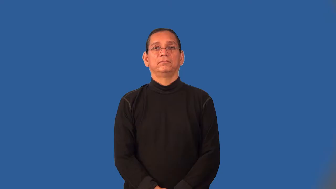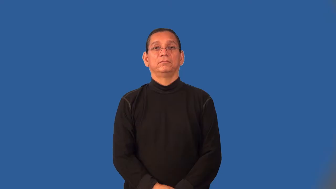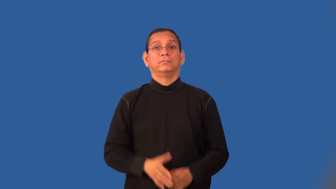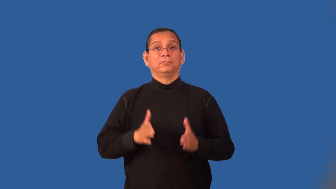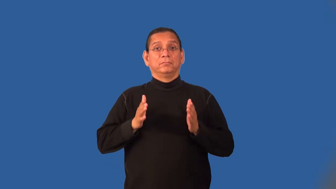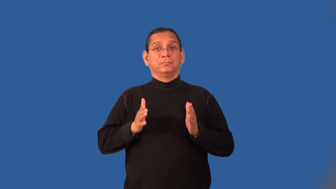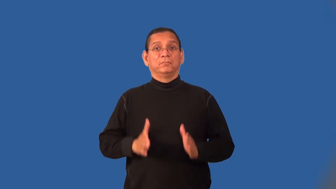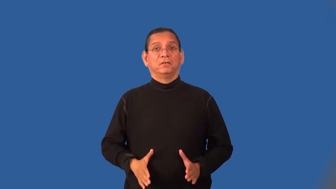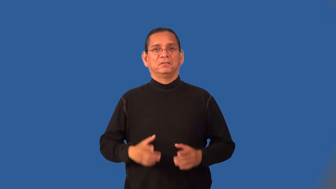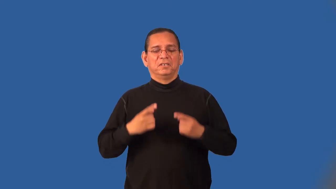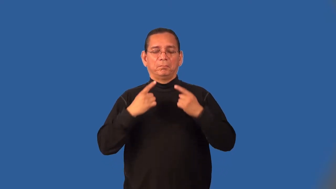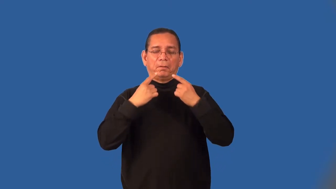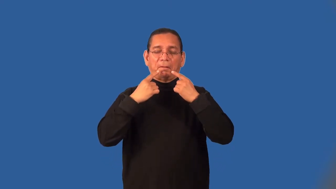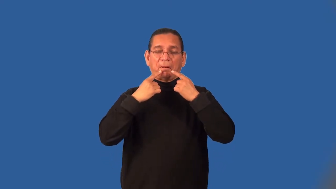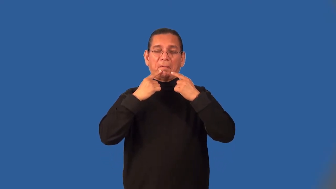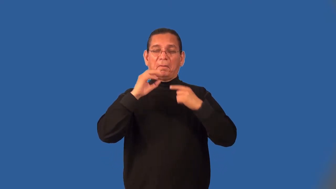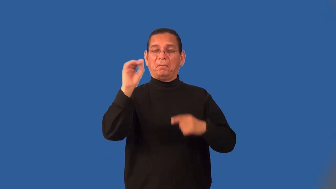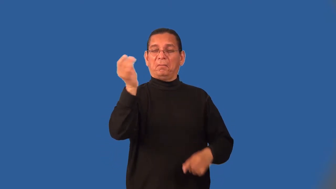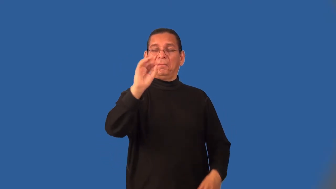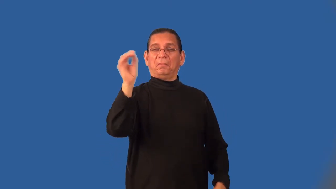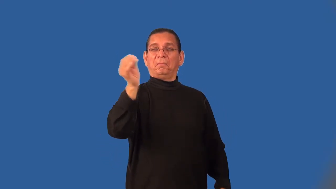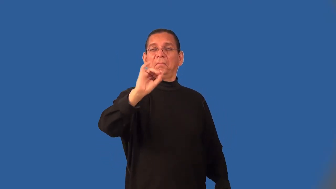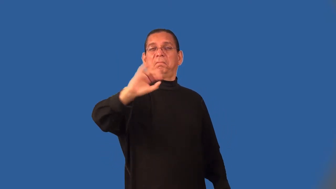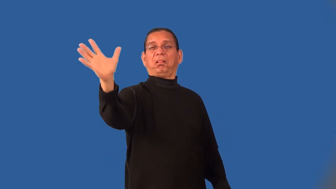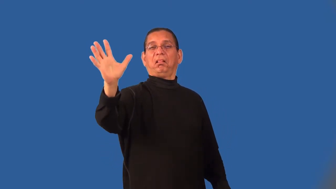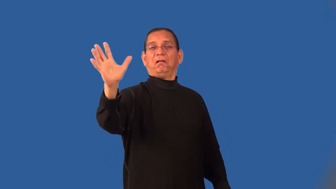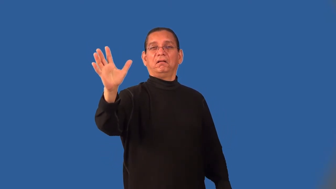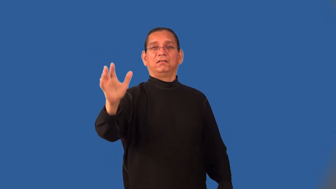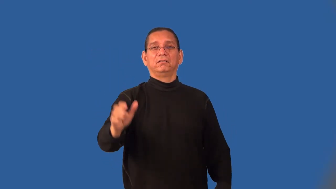mouthy